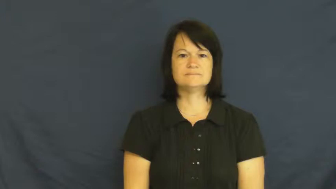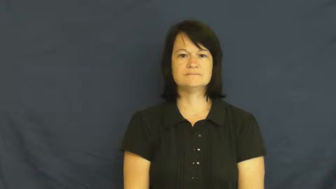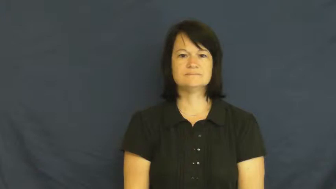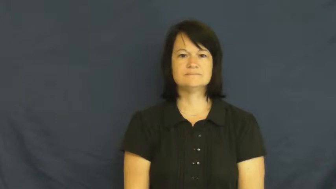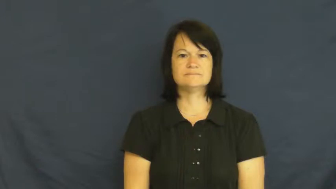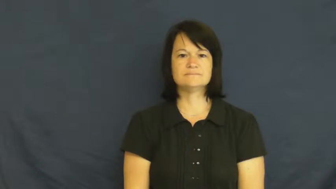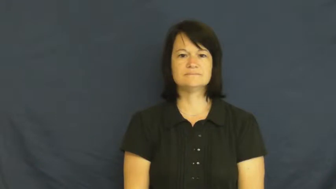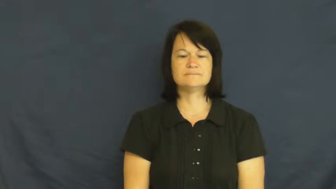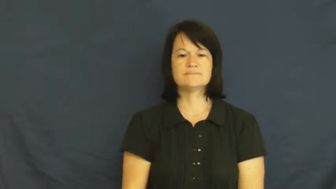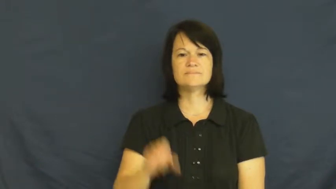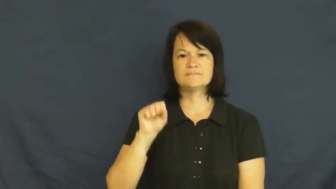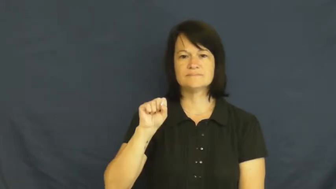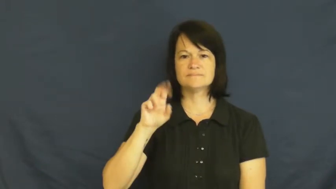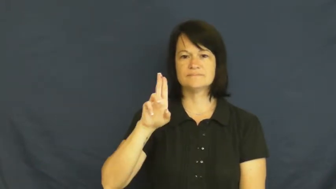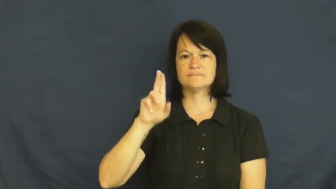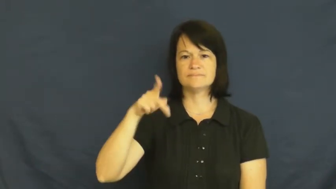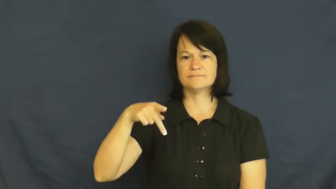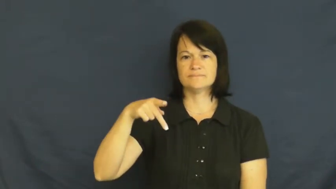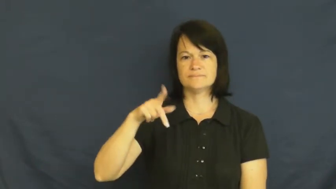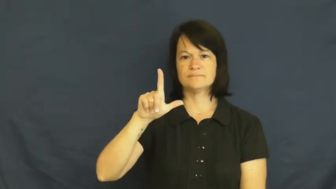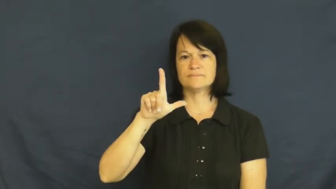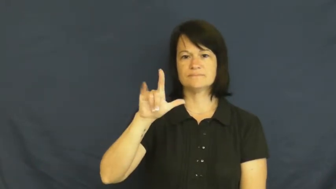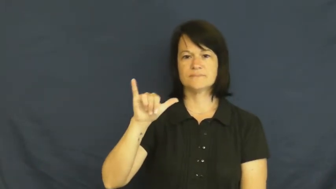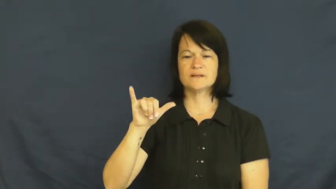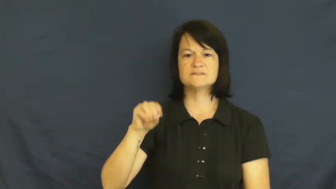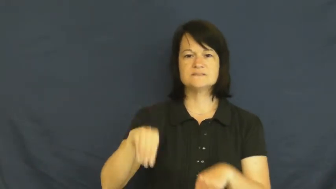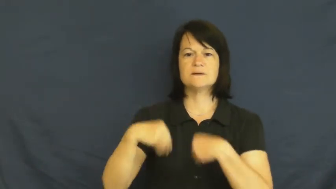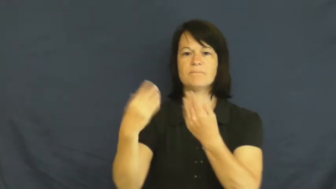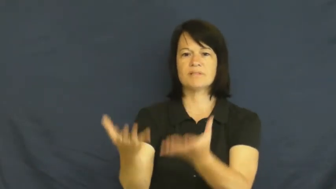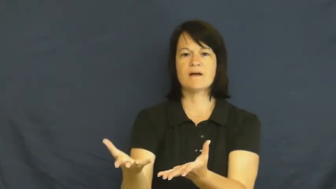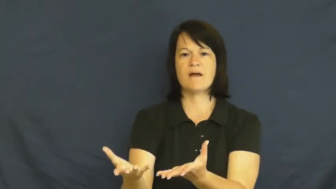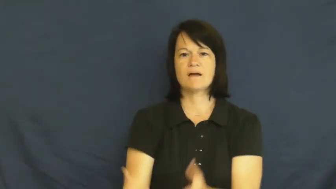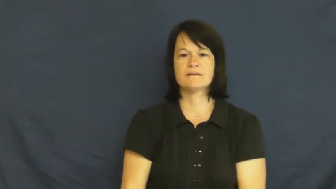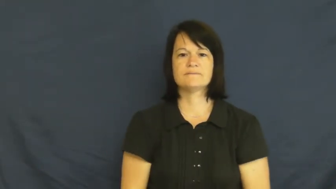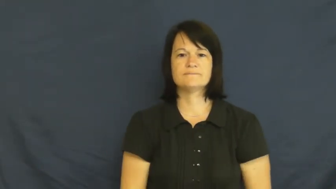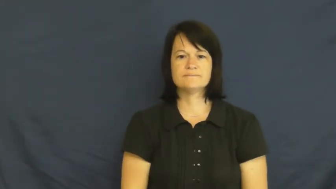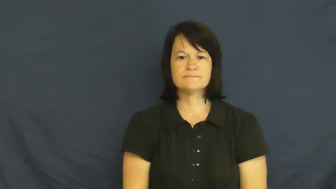supply-give